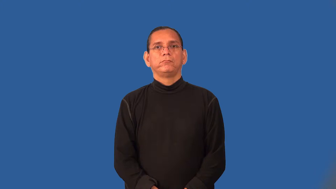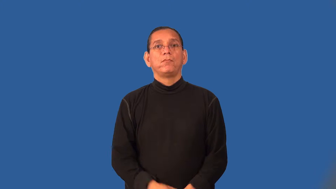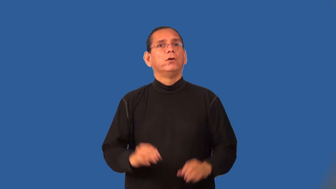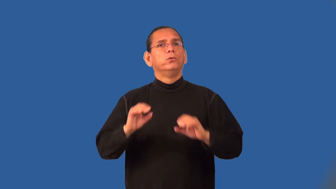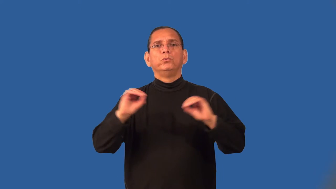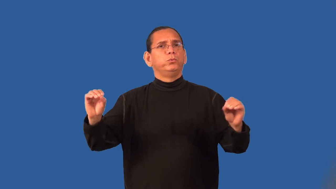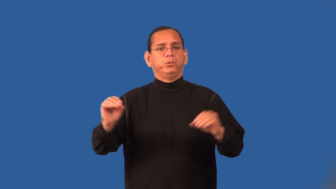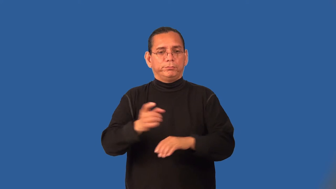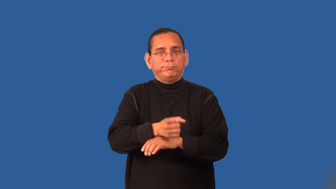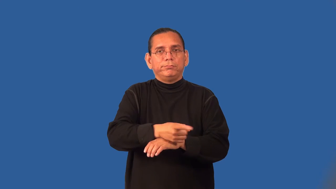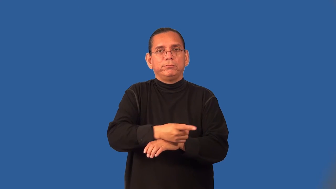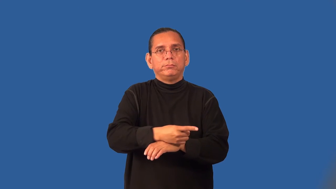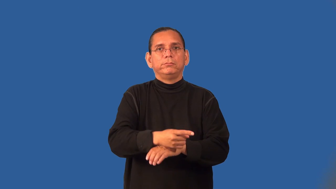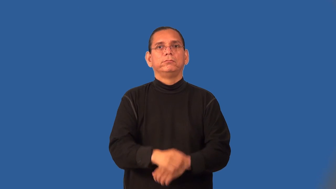tailless